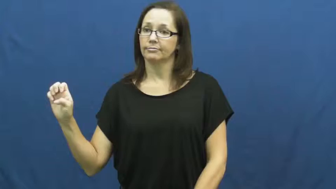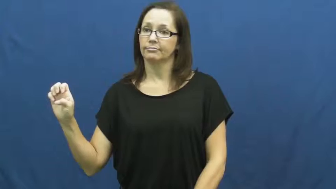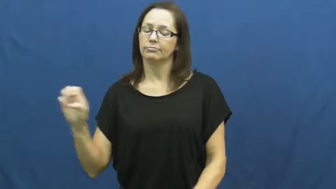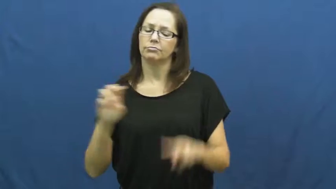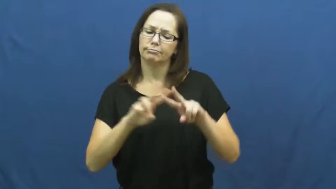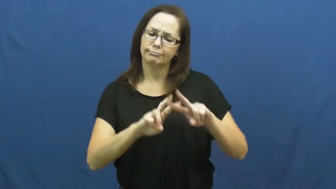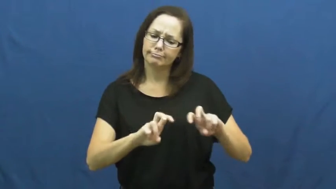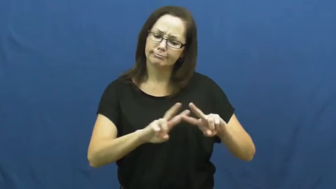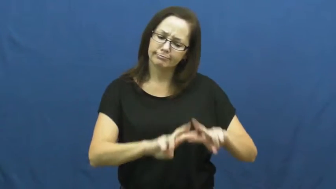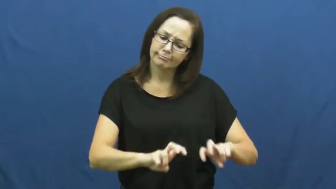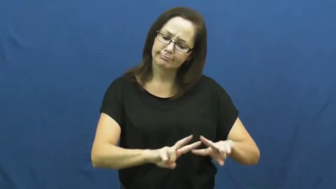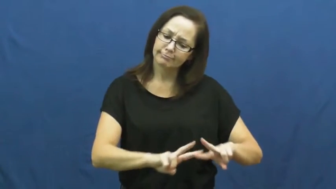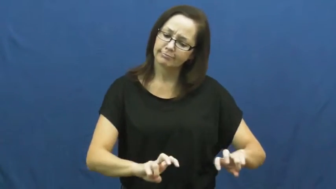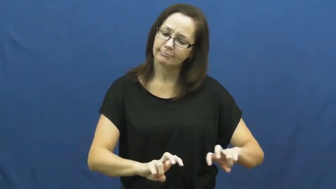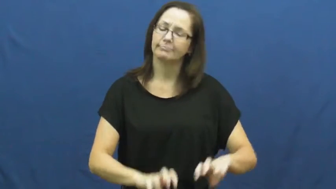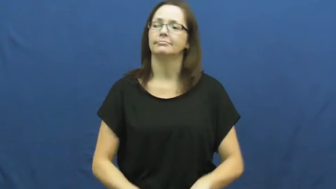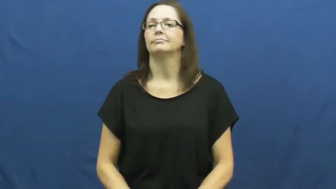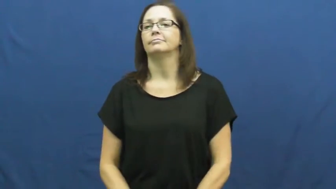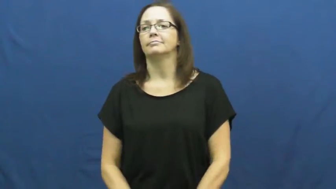analyze,assay,dissect,breakdown,scope